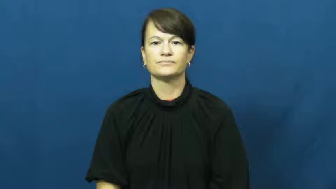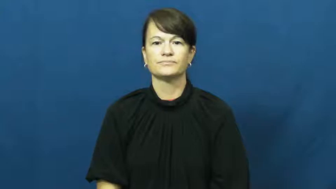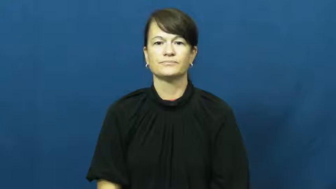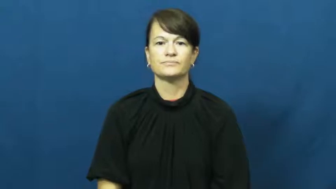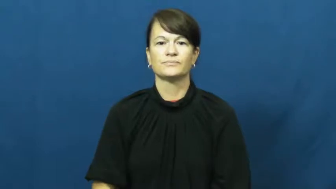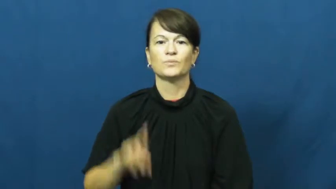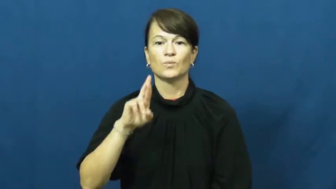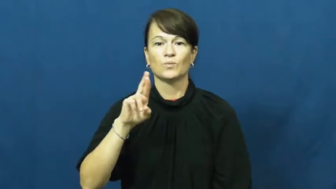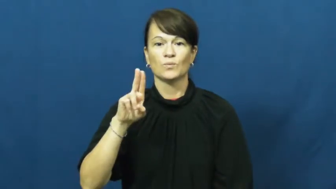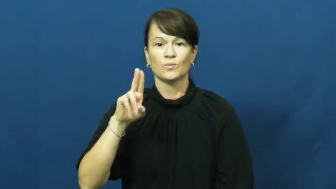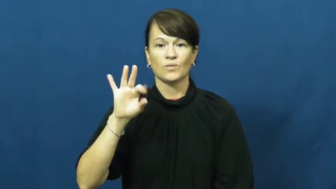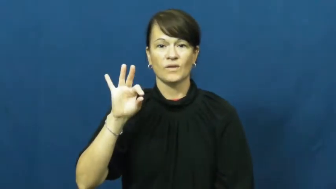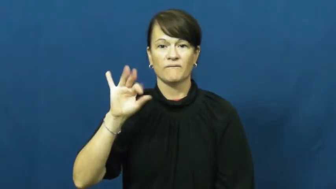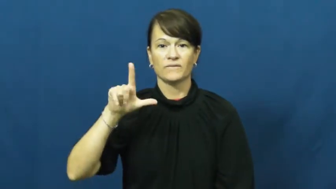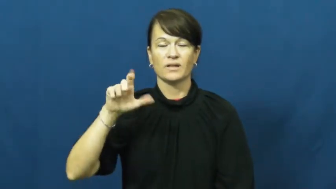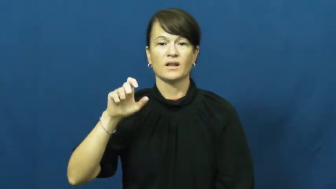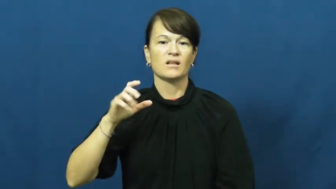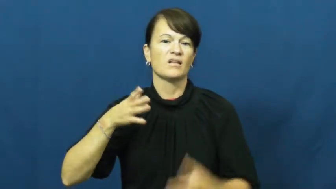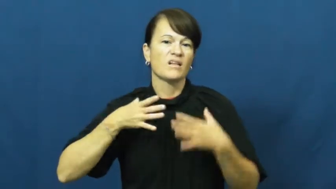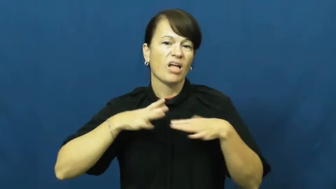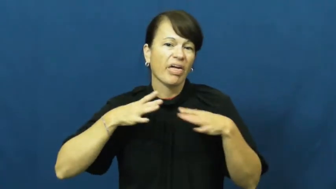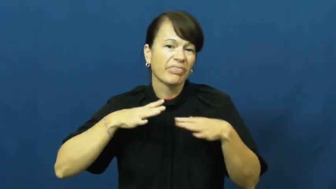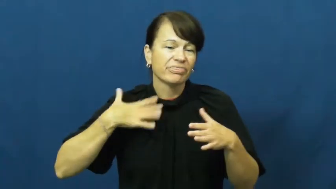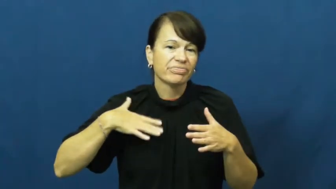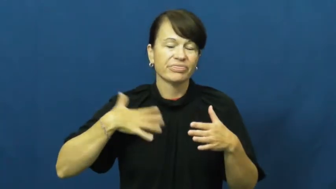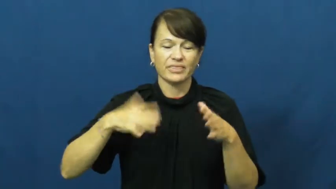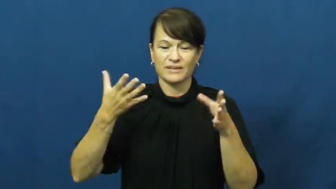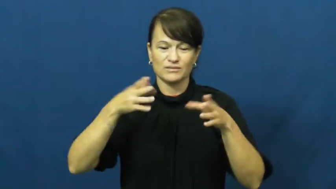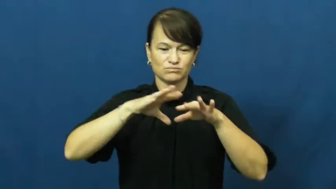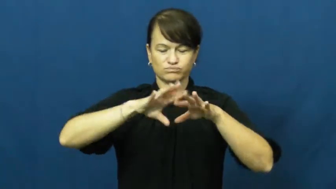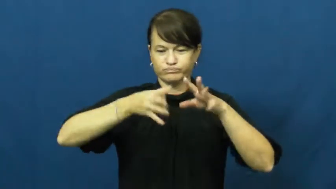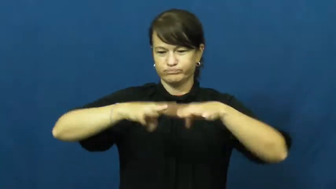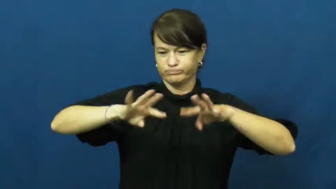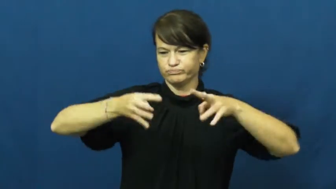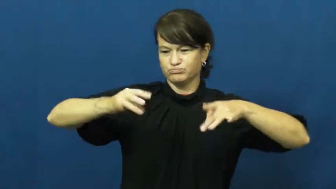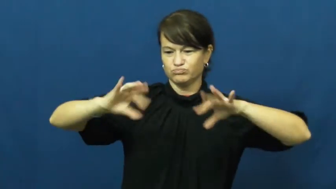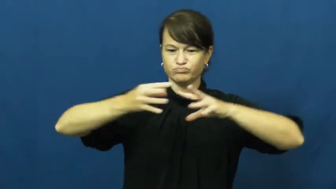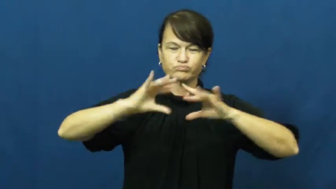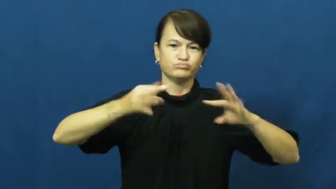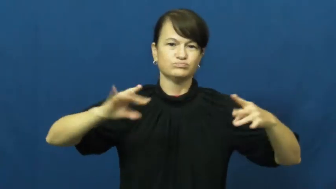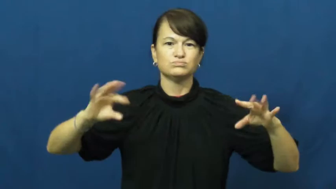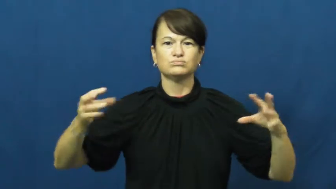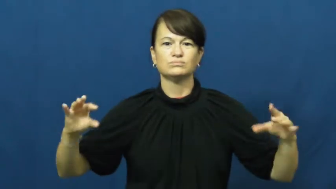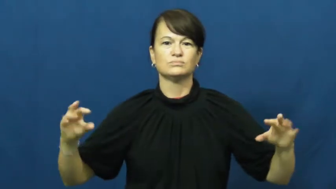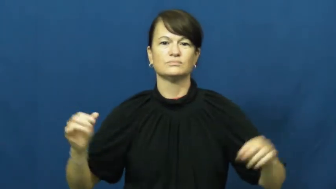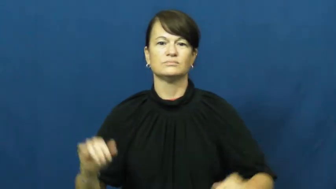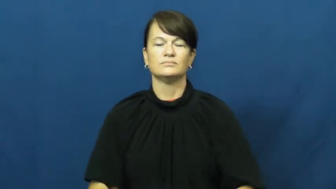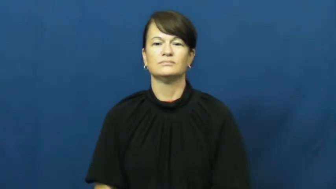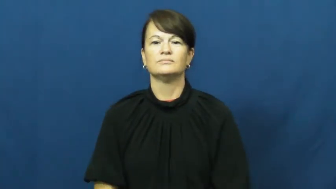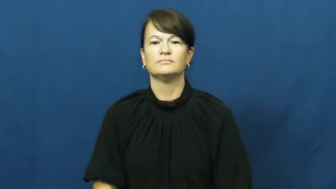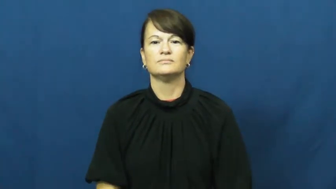ruffle-clothes